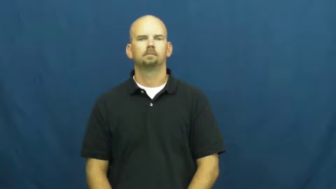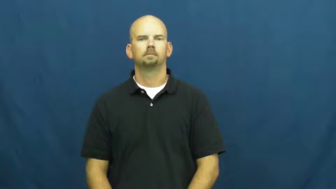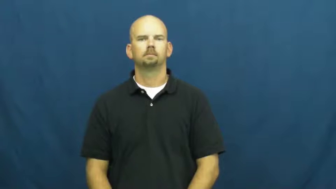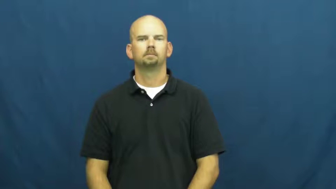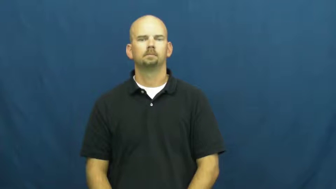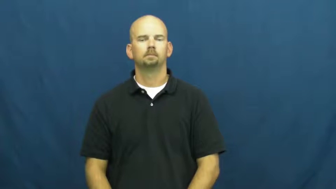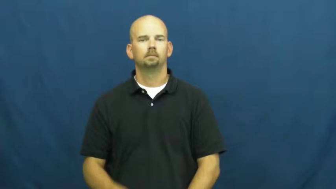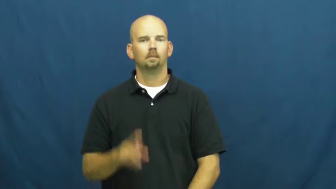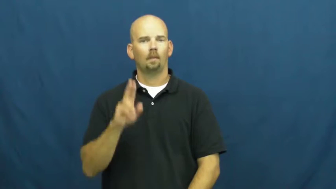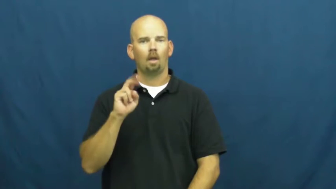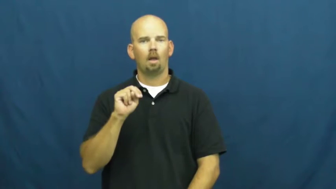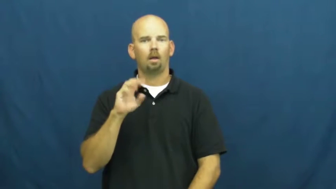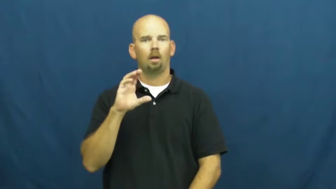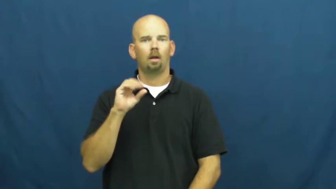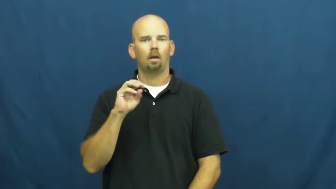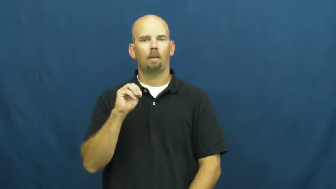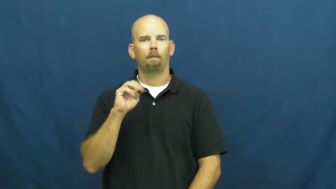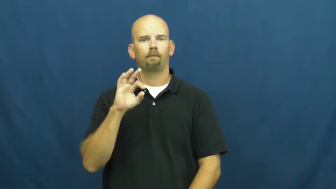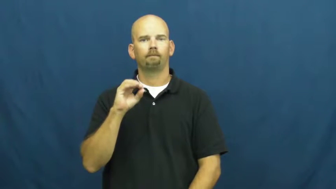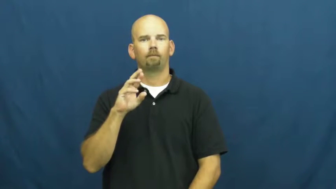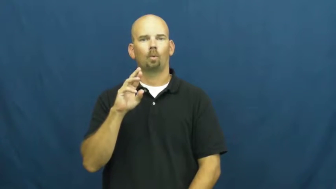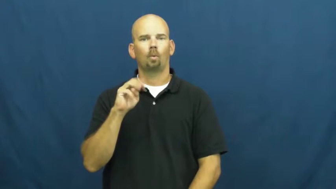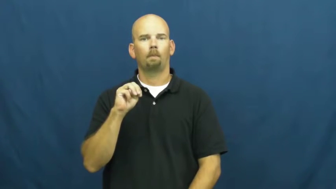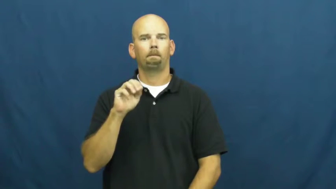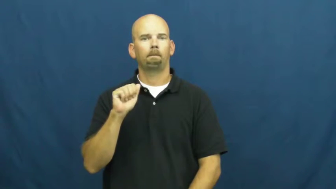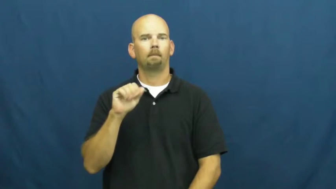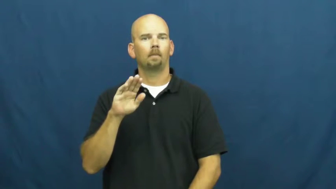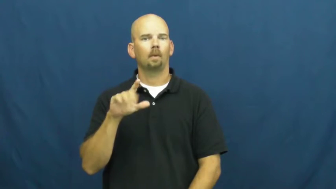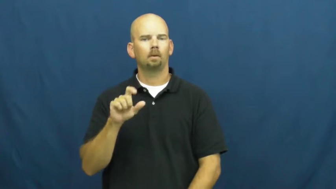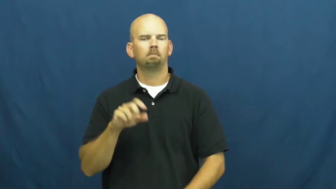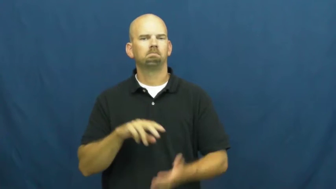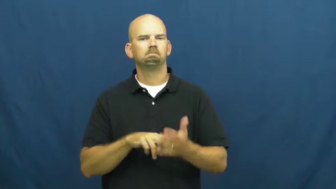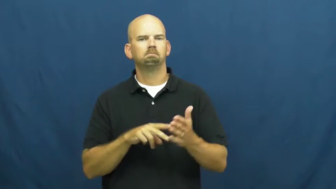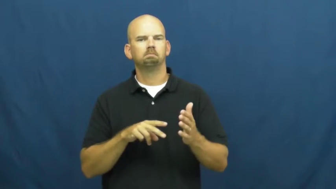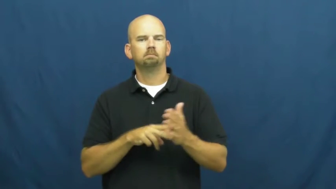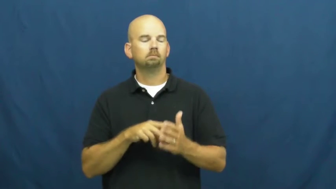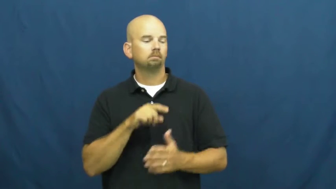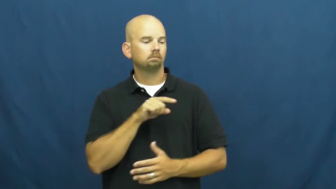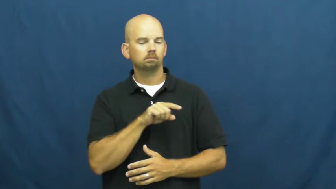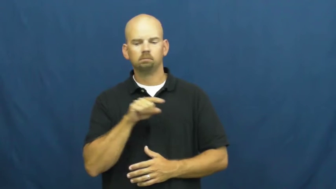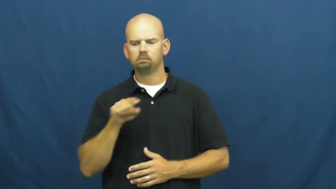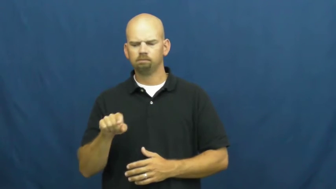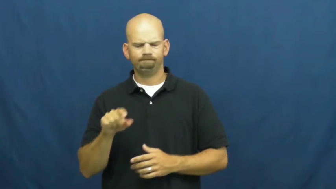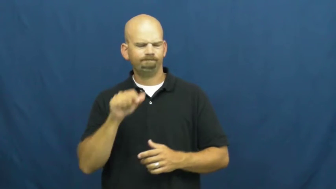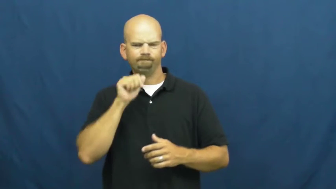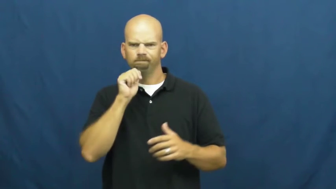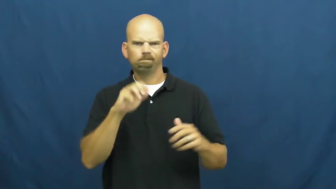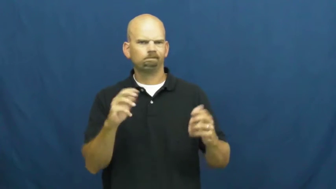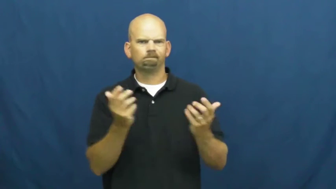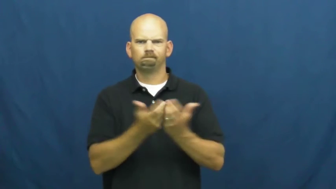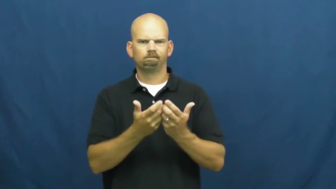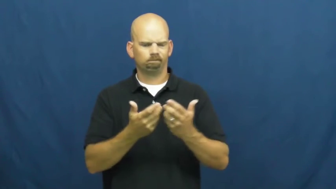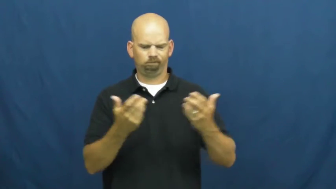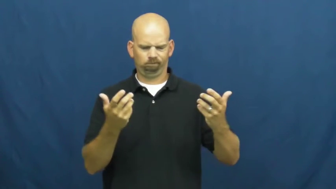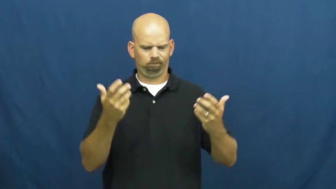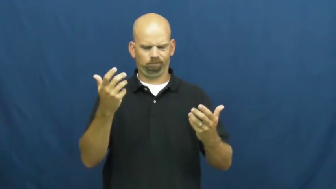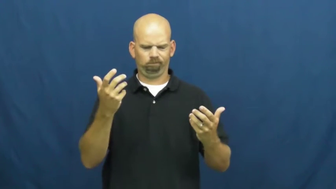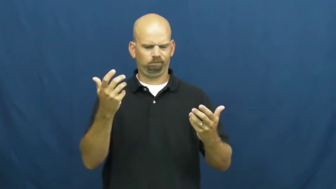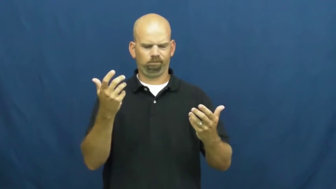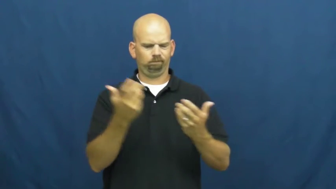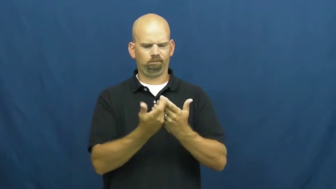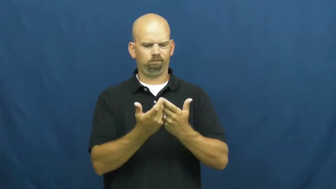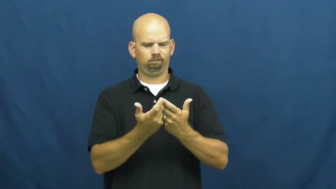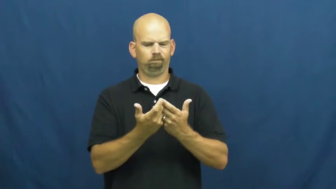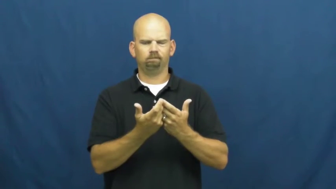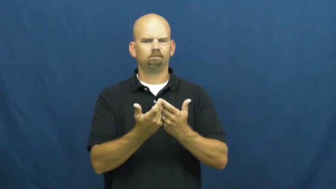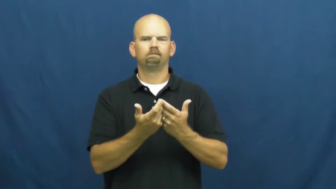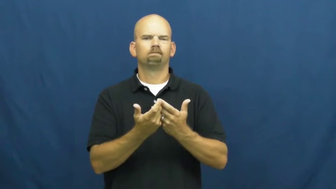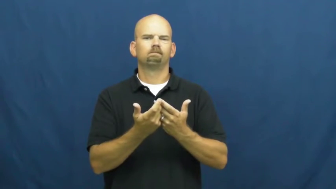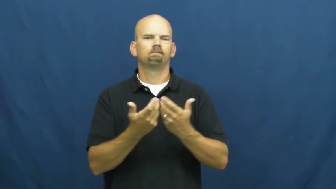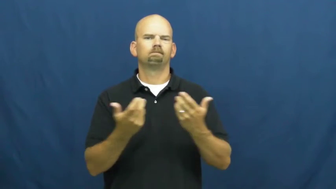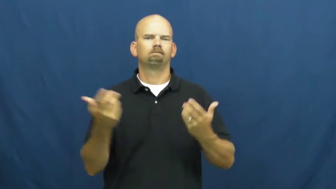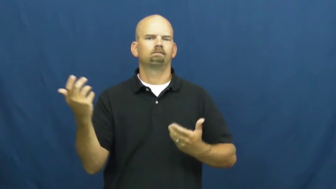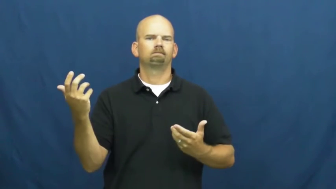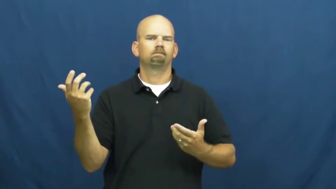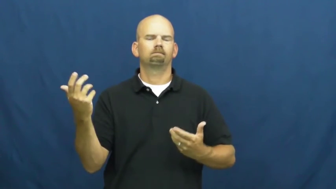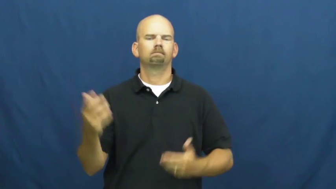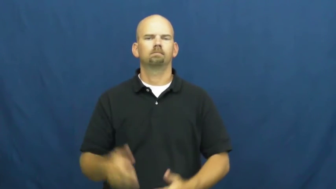unconformable